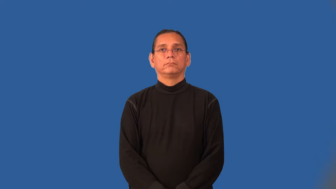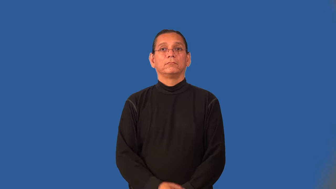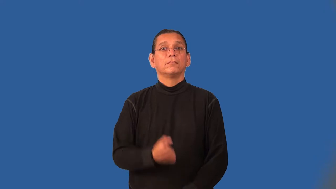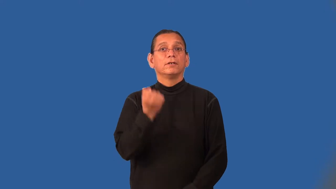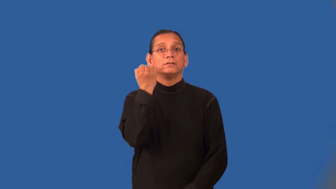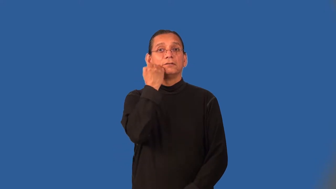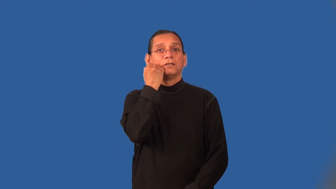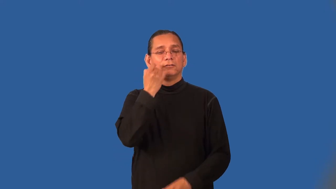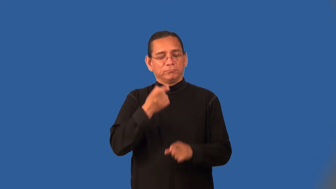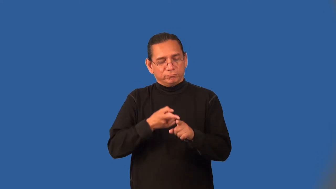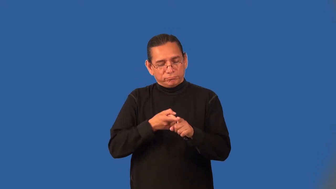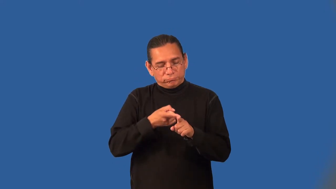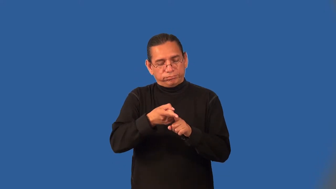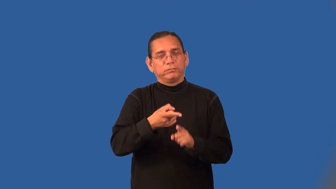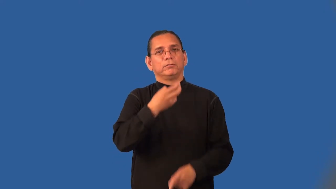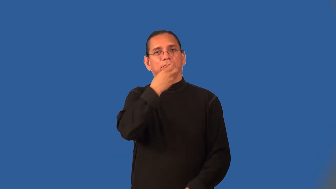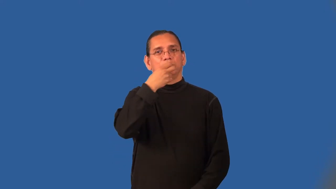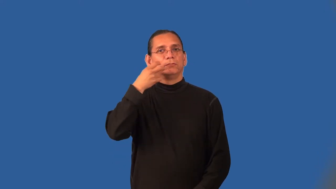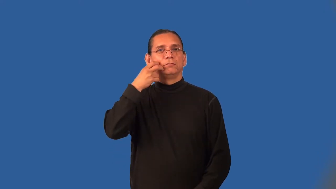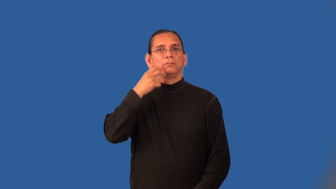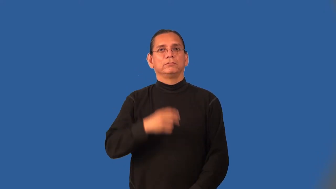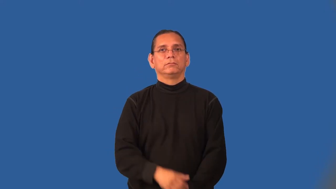orthodontist